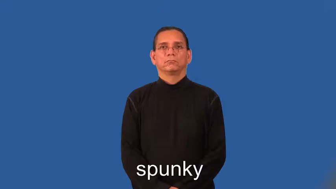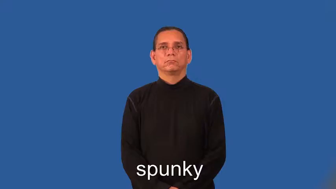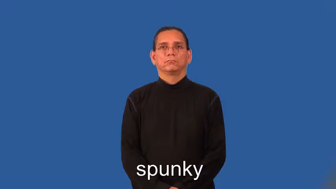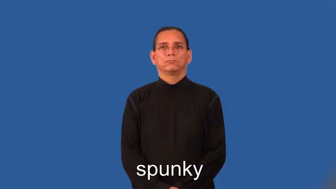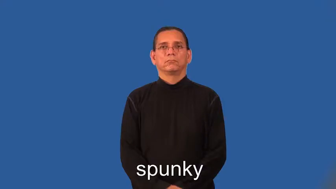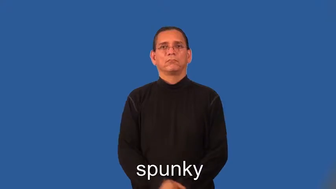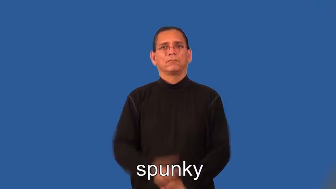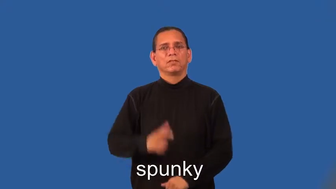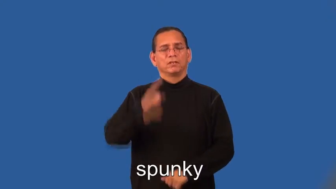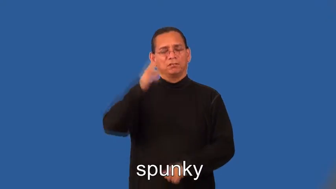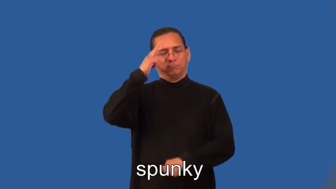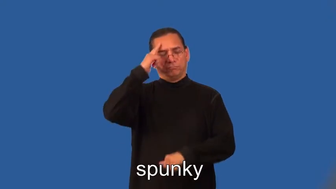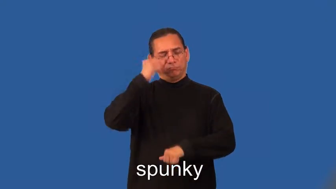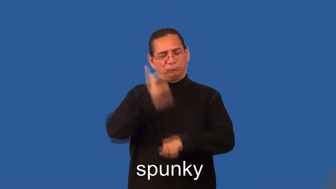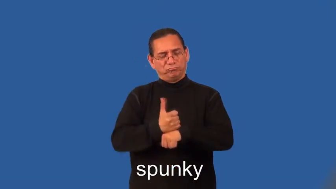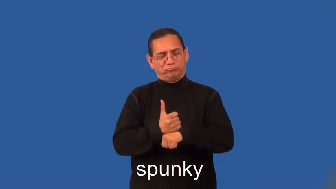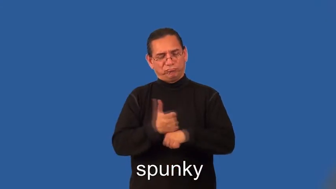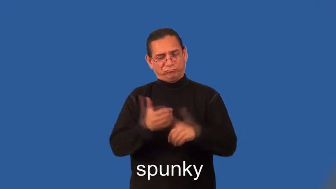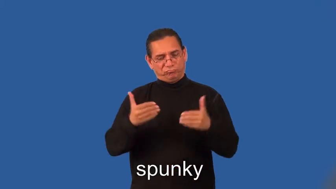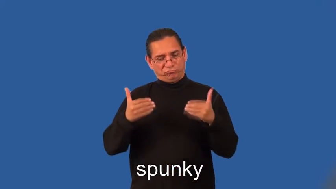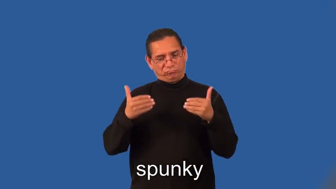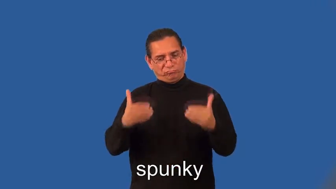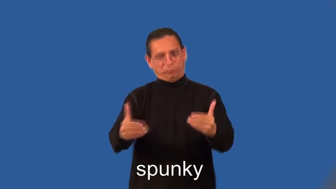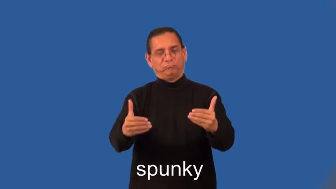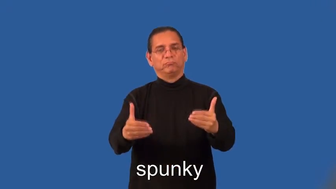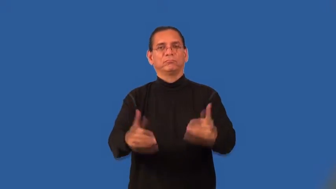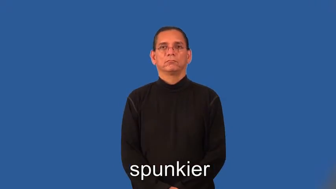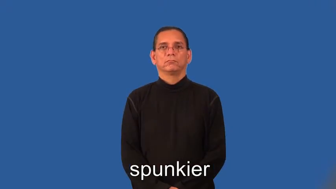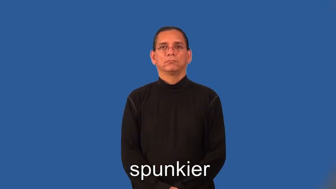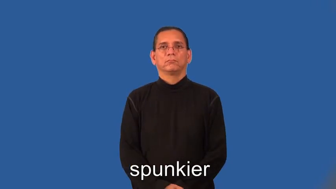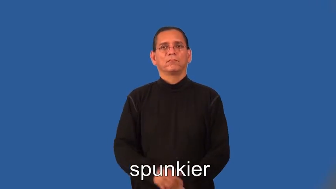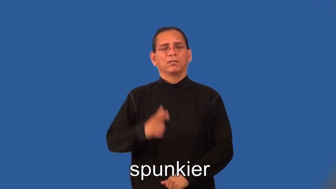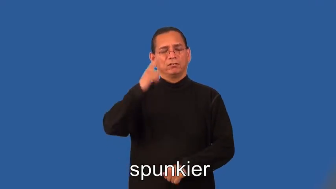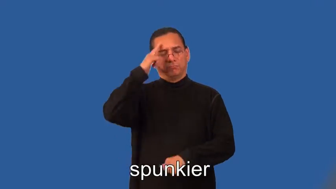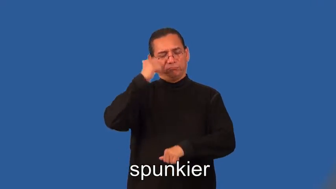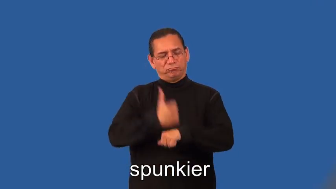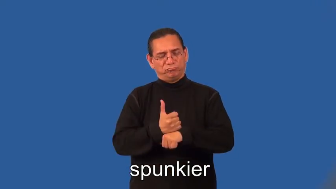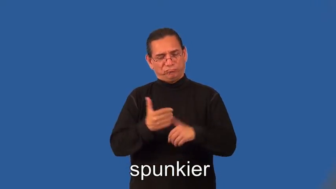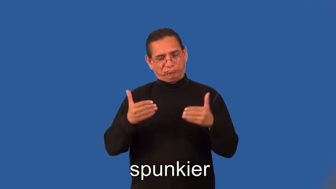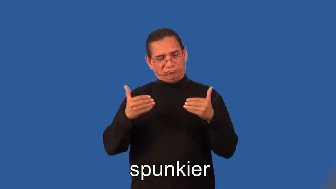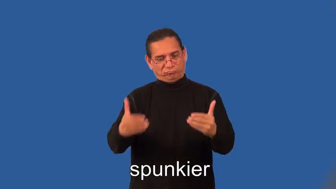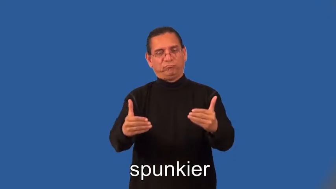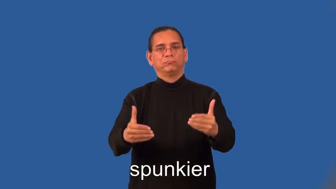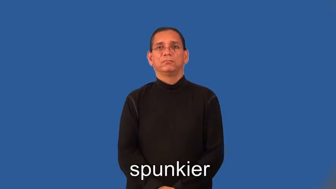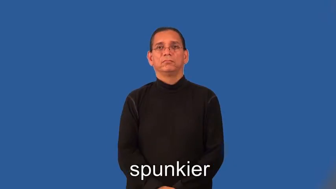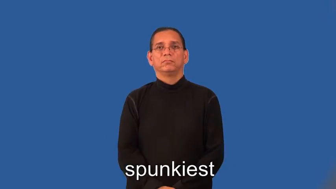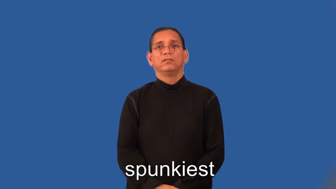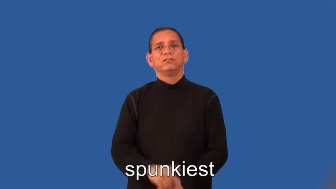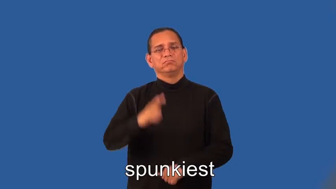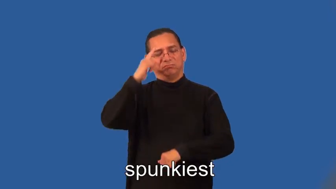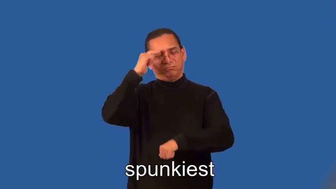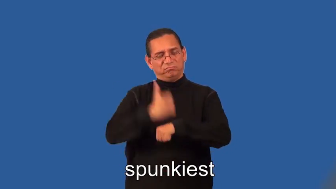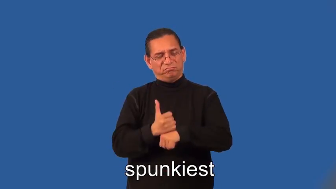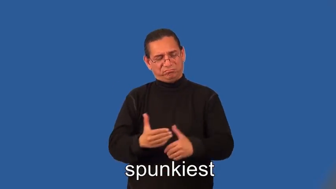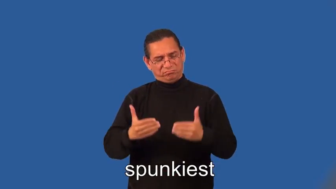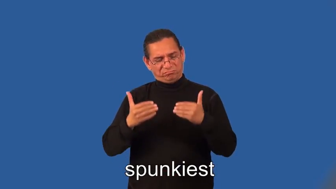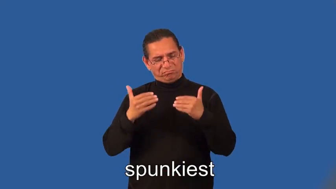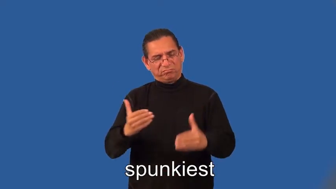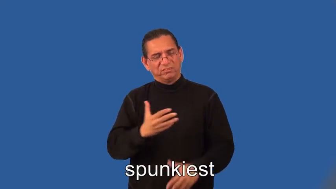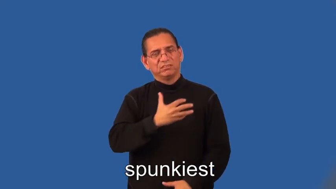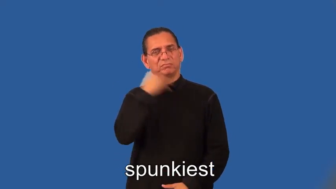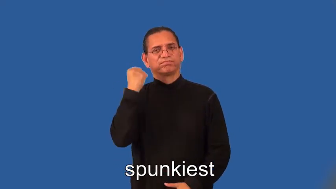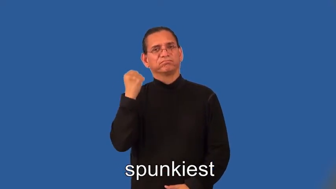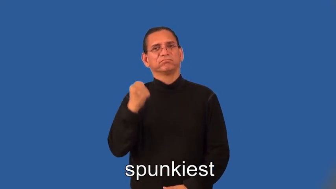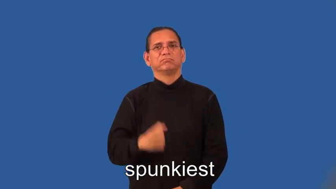spunkier,spunkiest